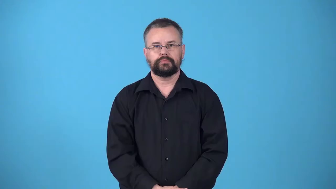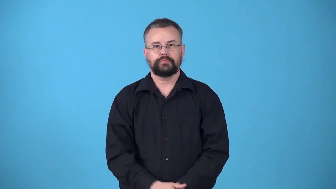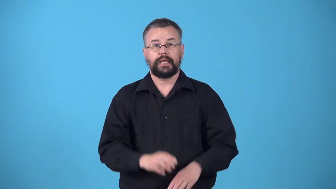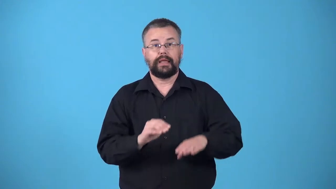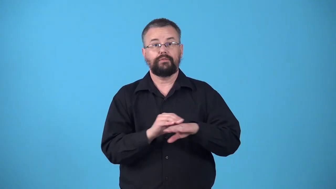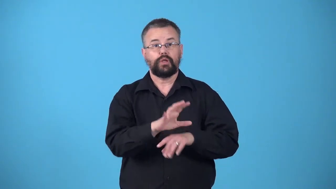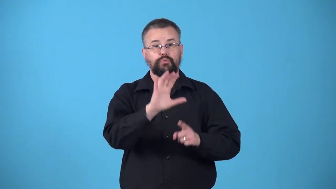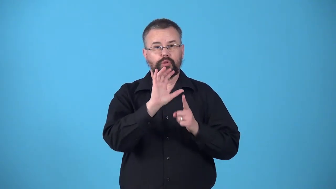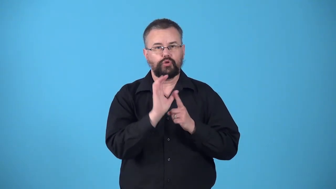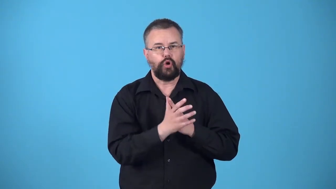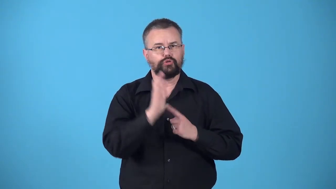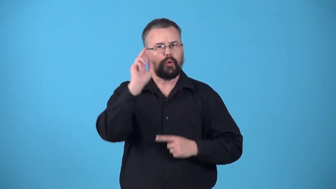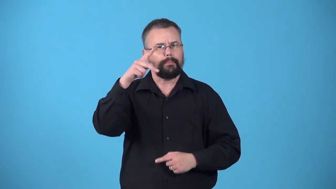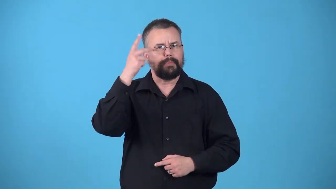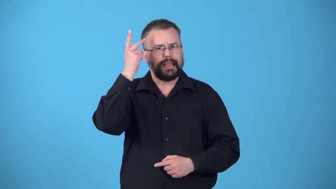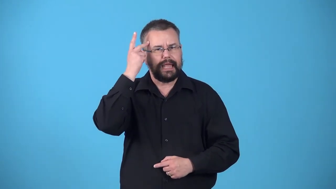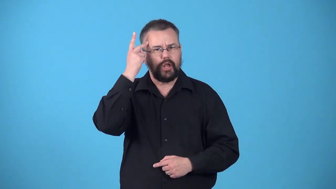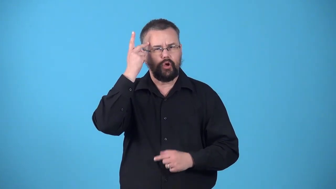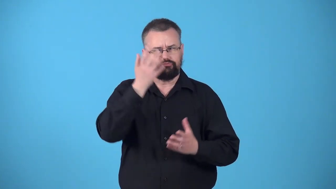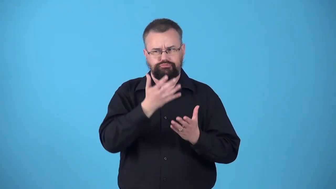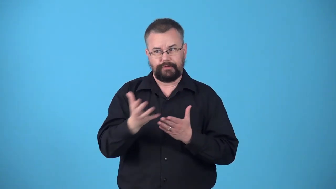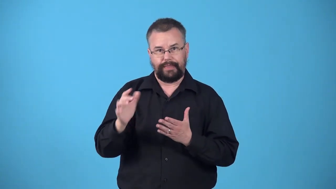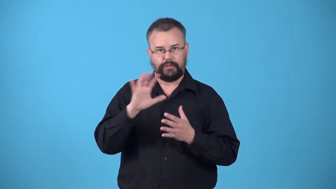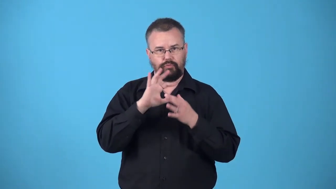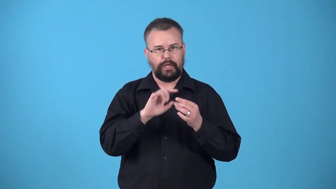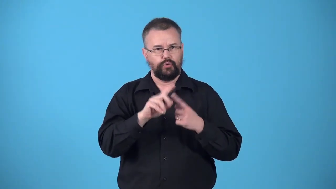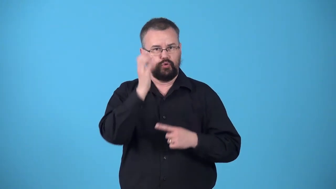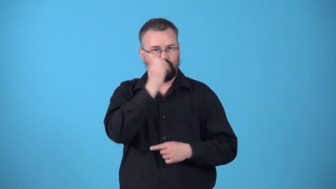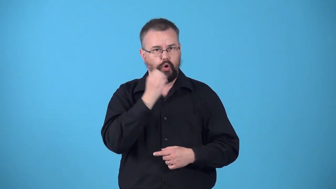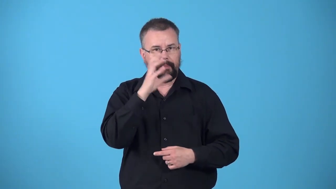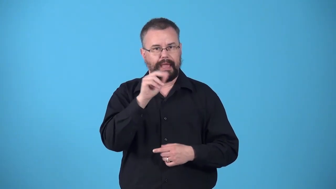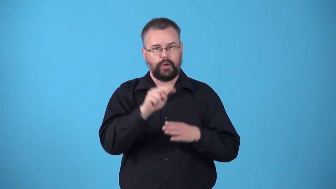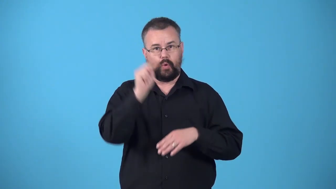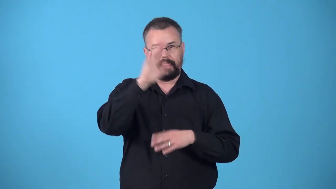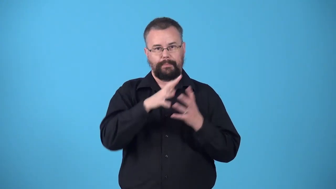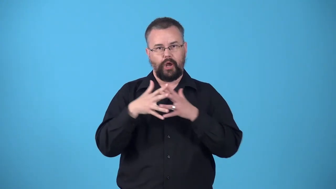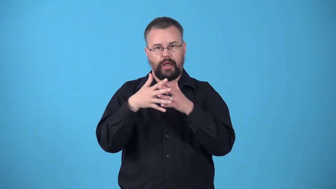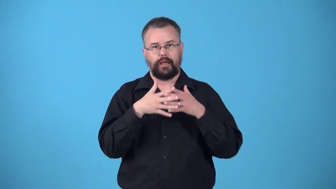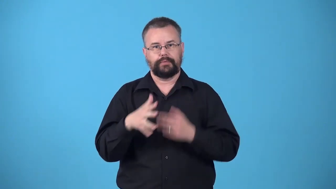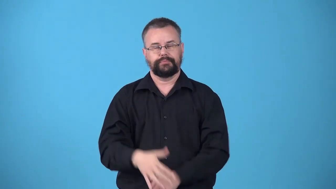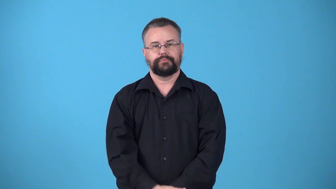westernize